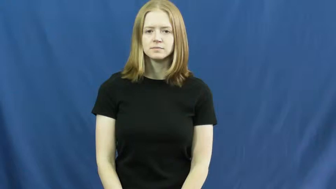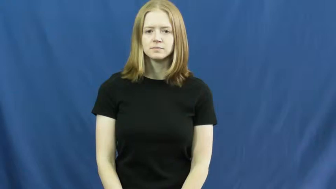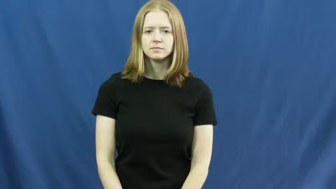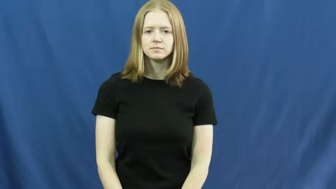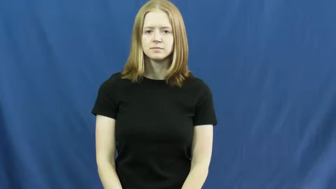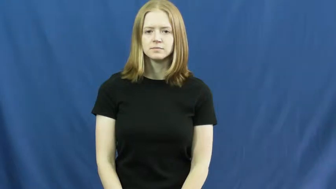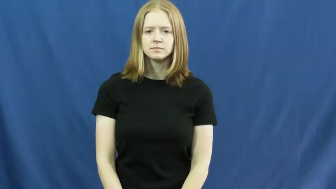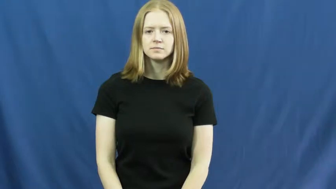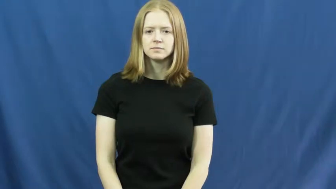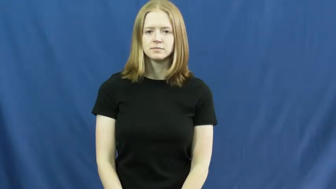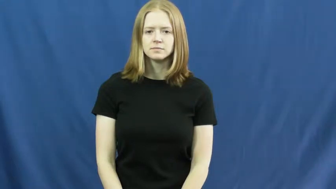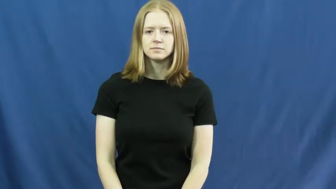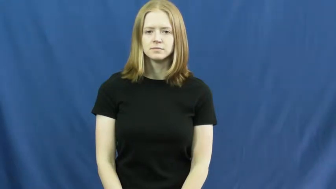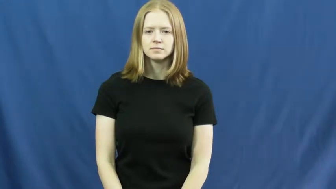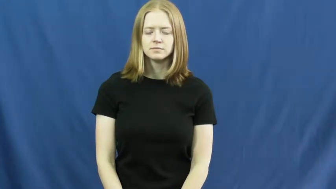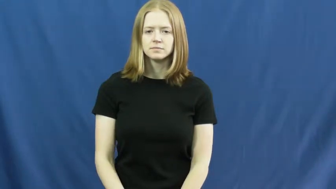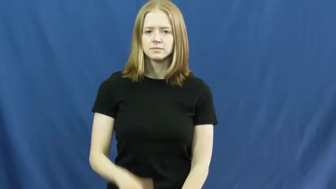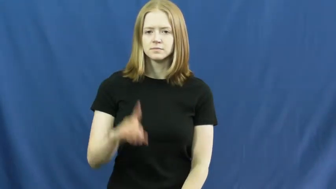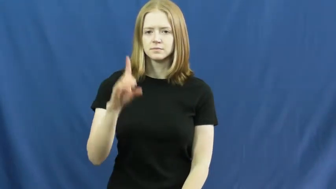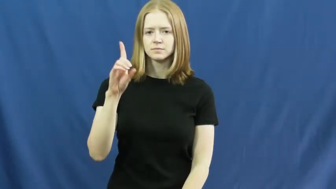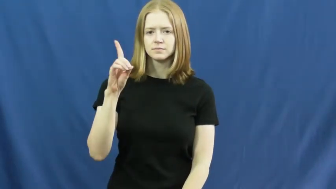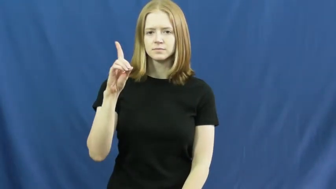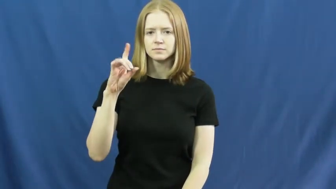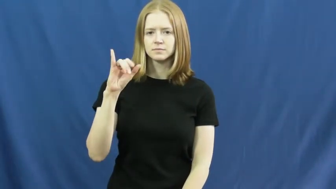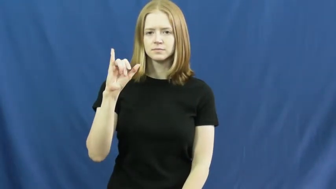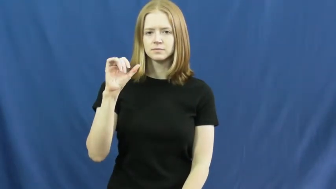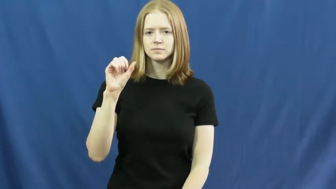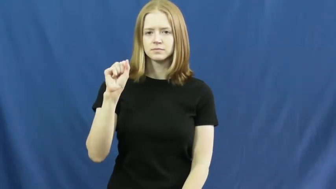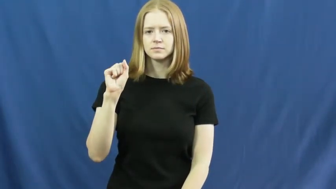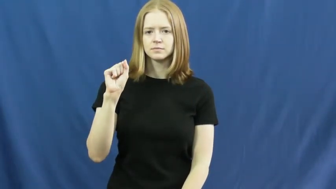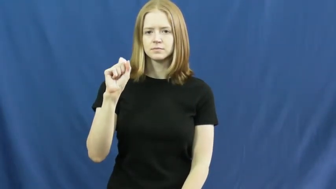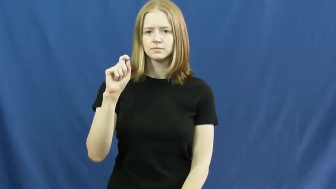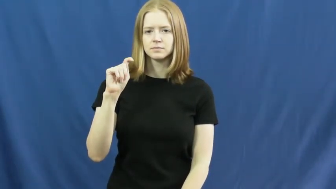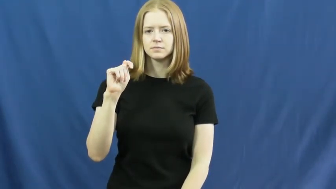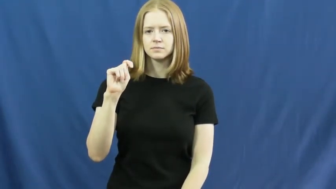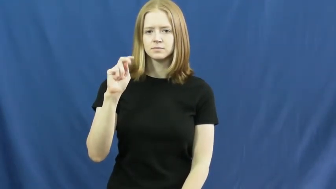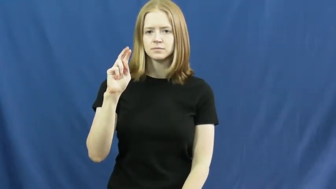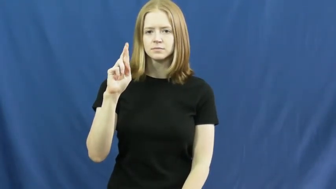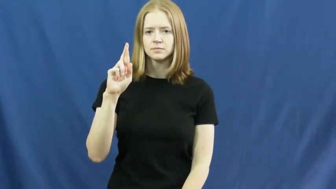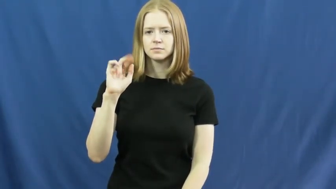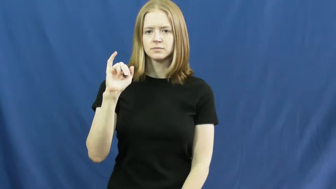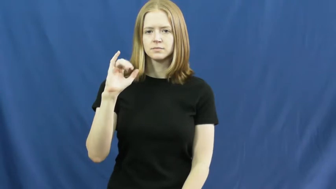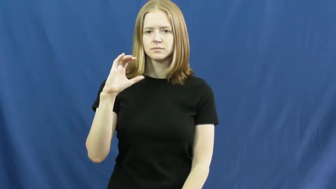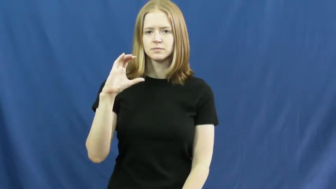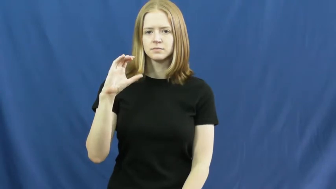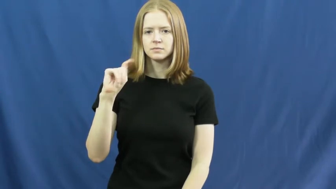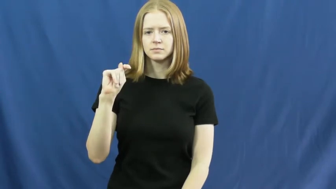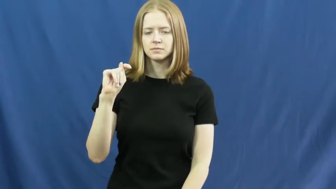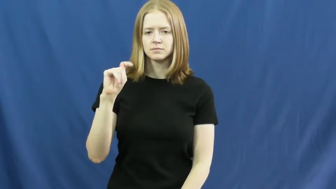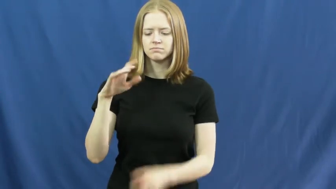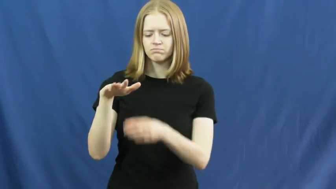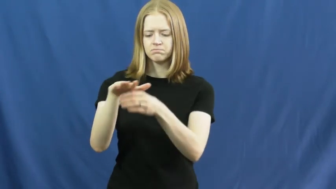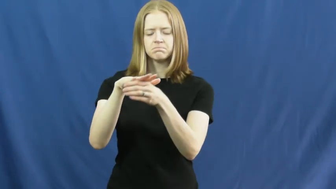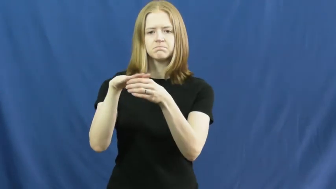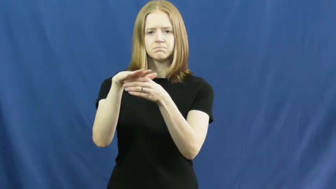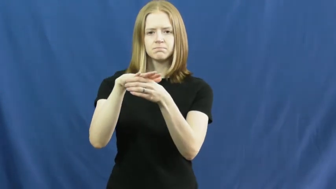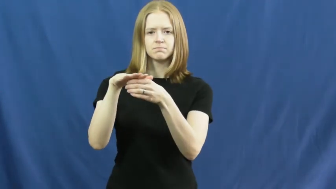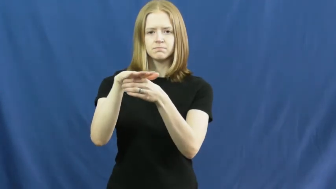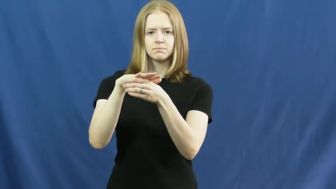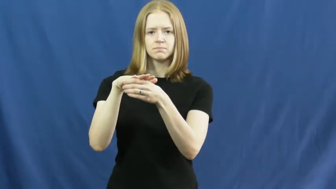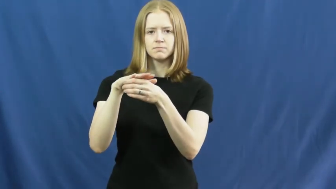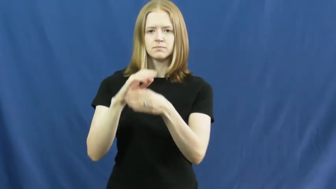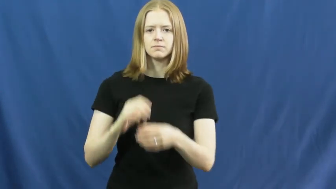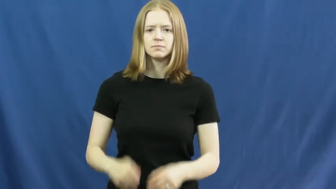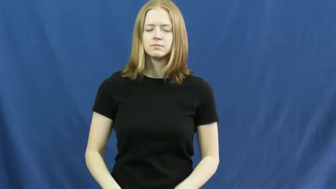district